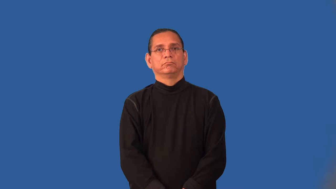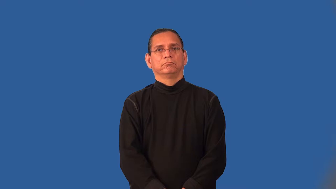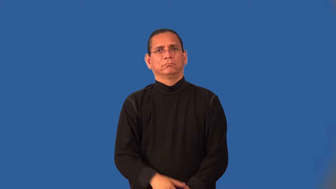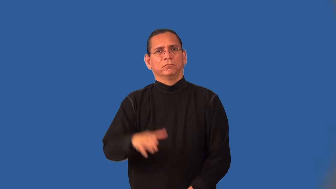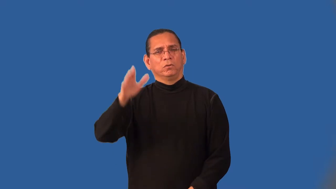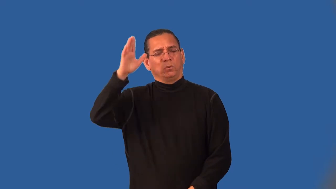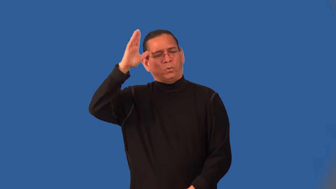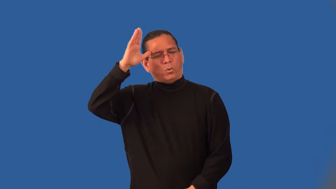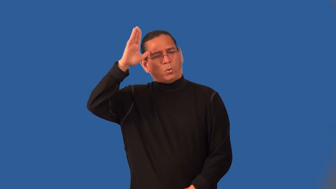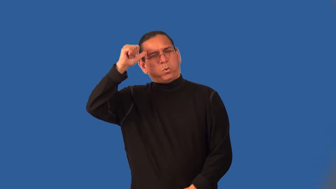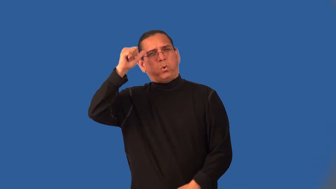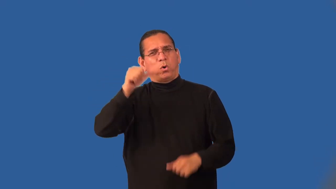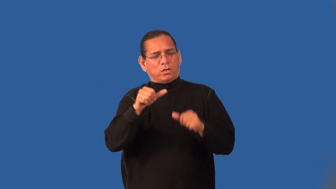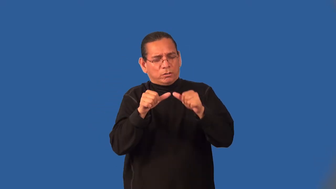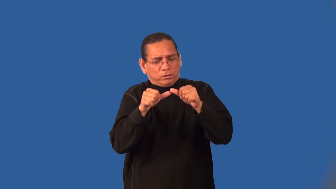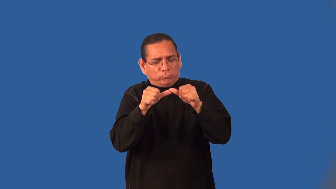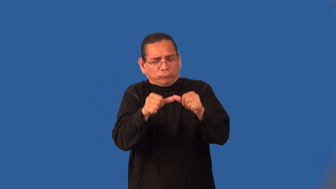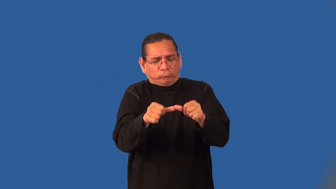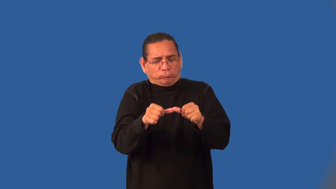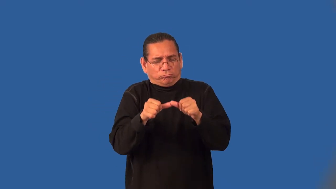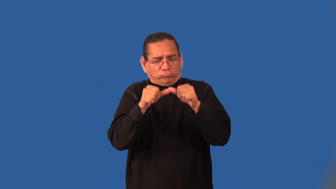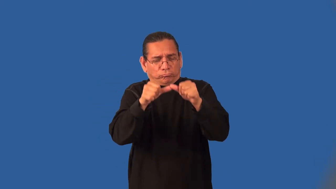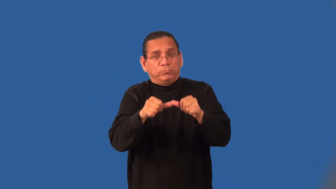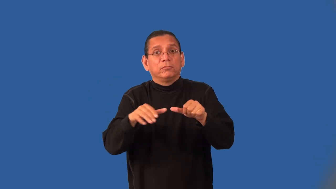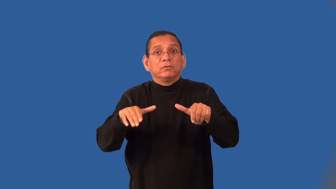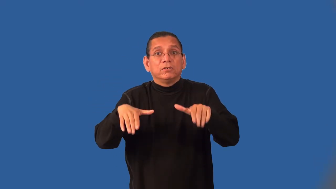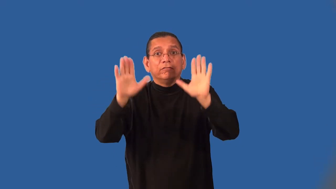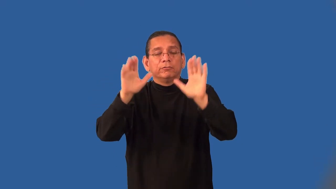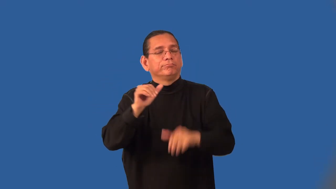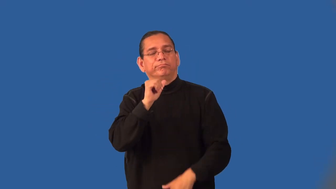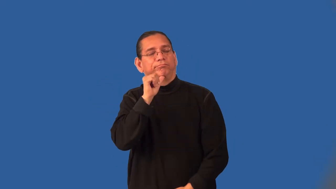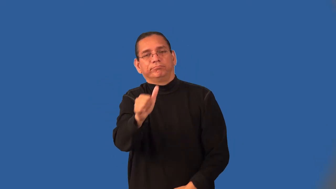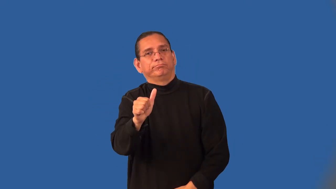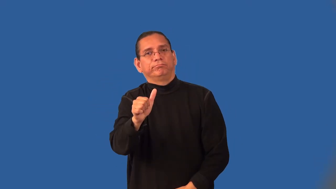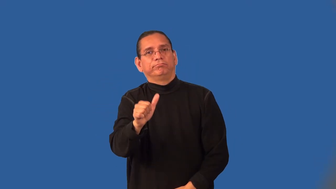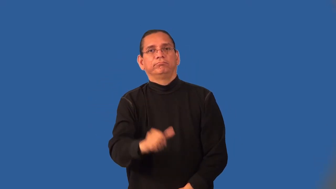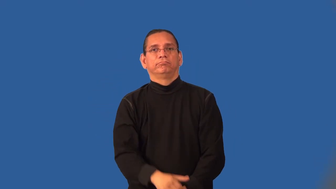indomitable